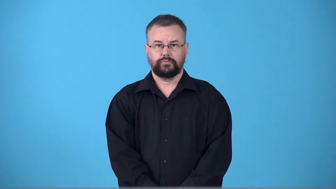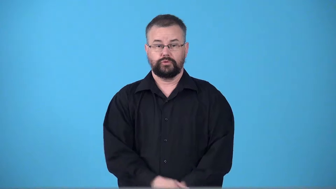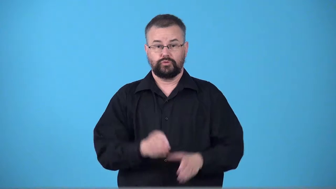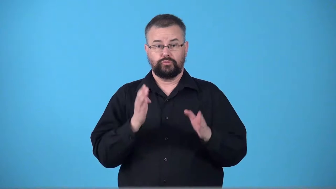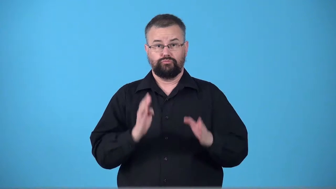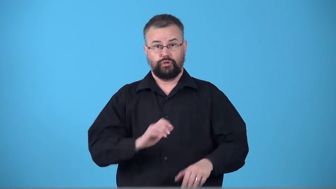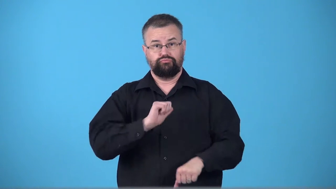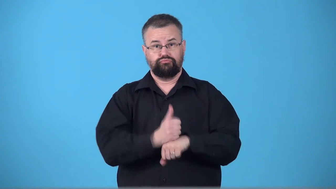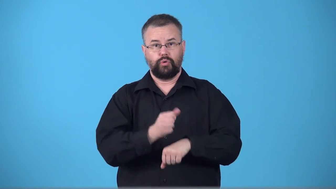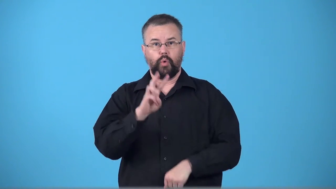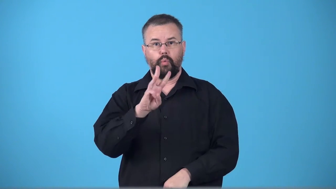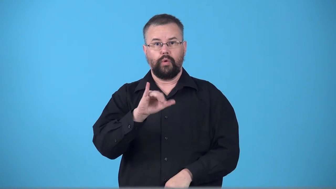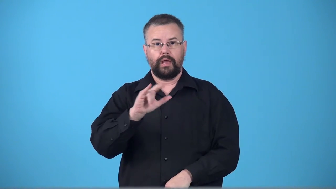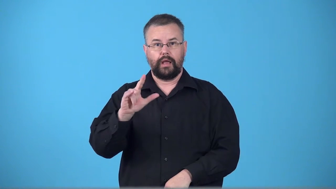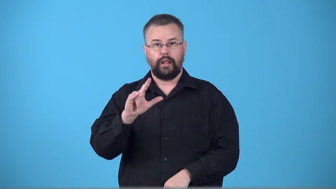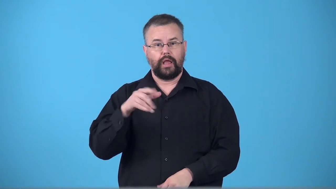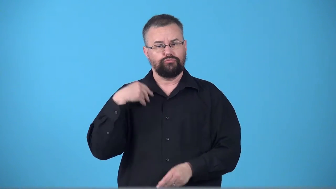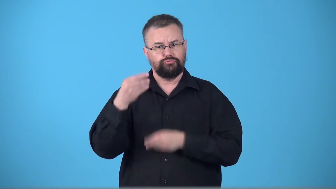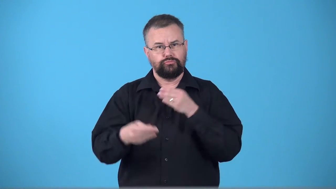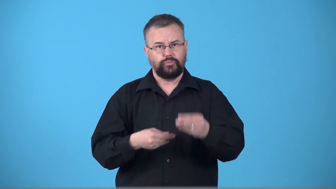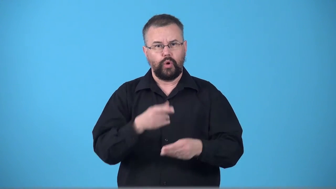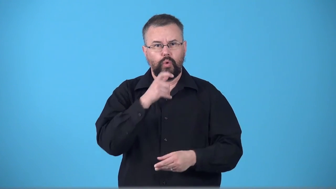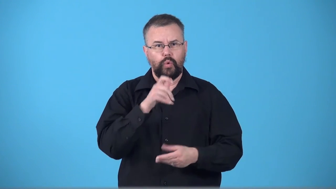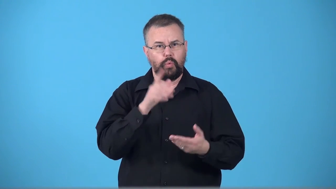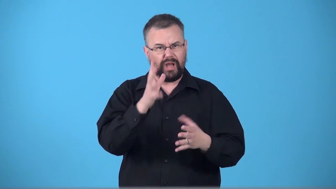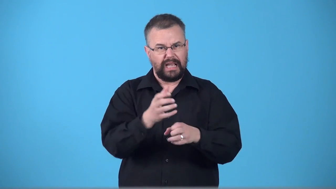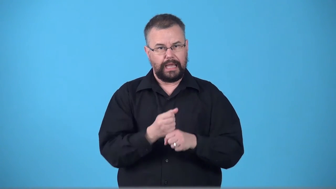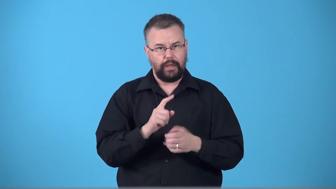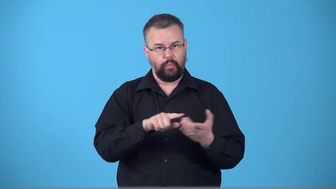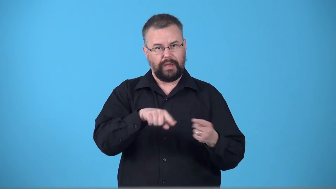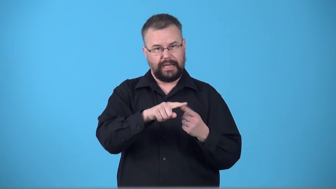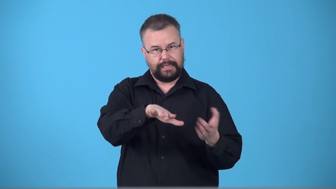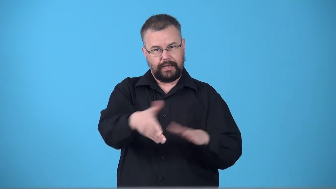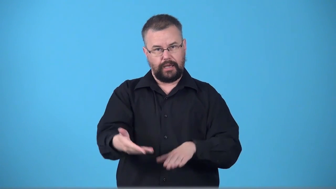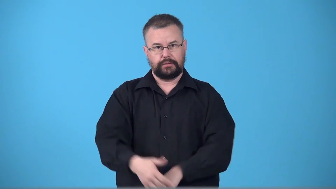testator,testate-person who makes a will